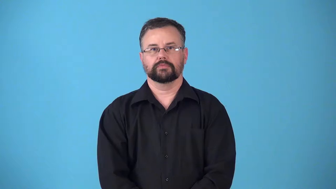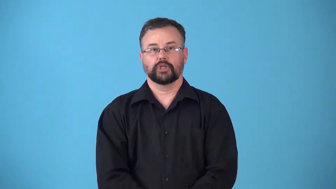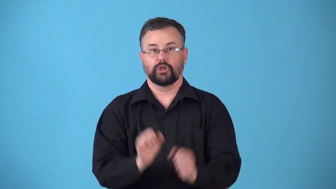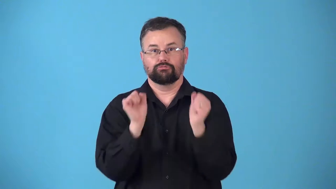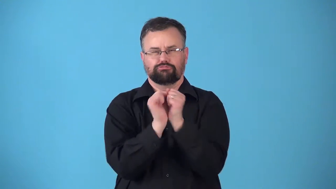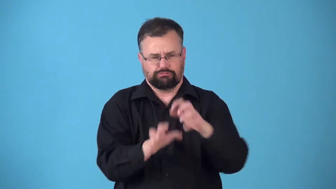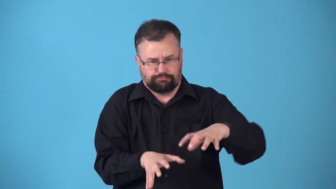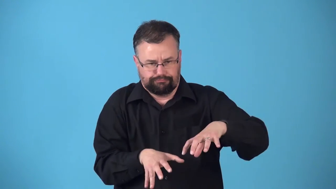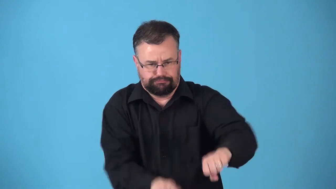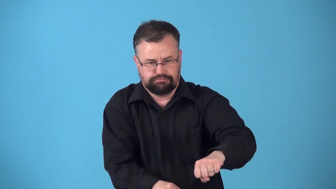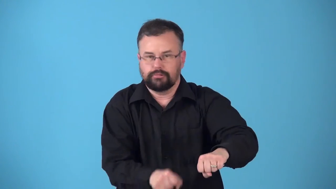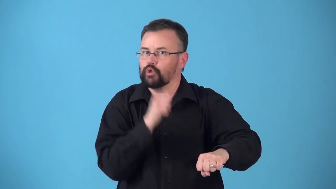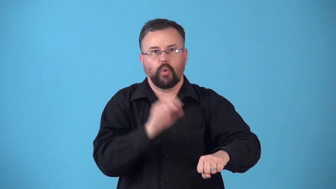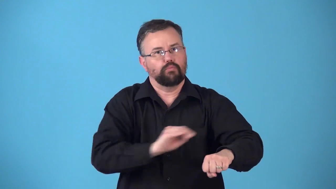restrain-not allow to move